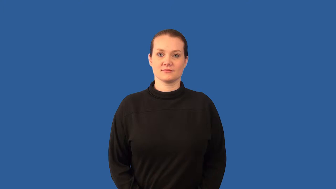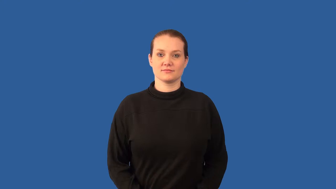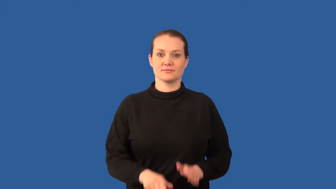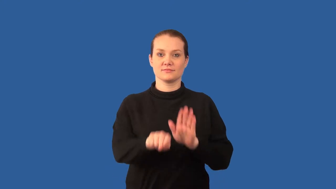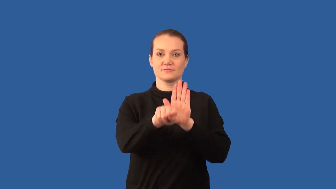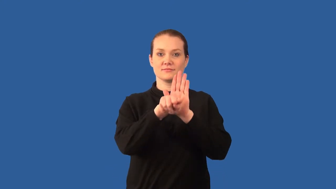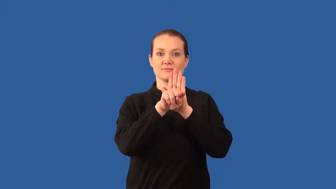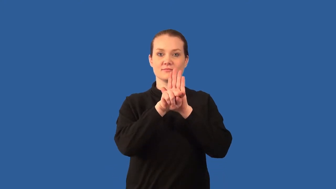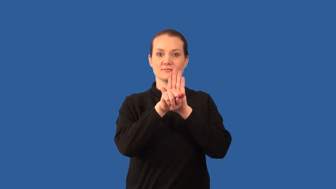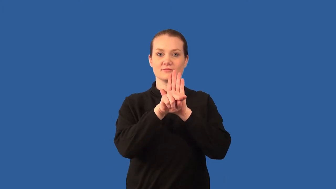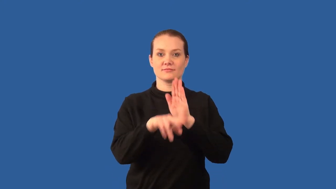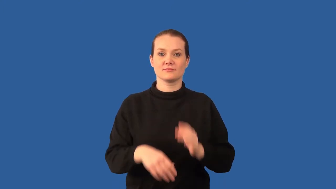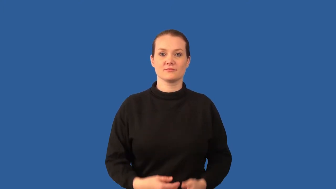nitrogen